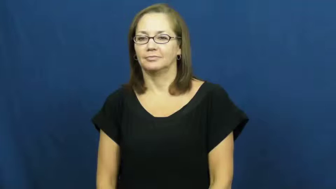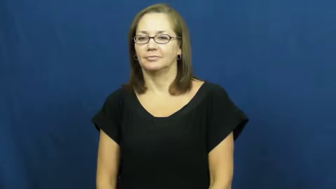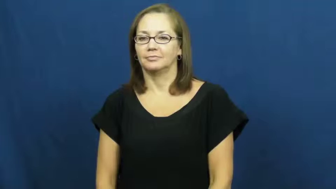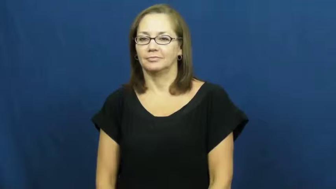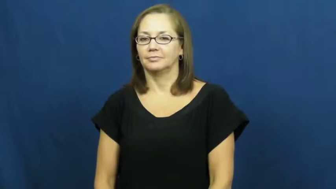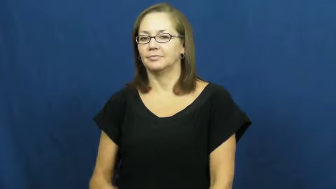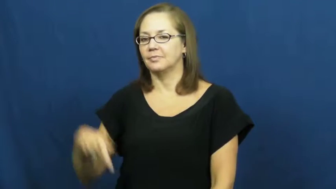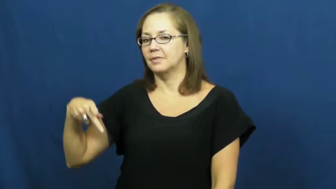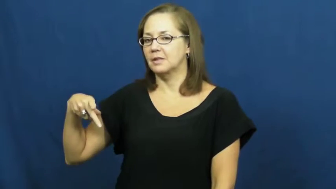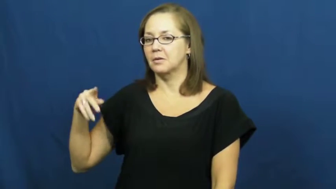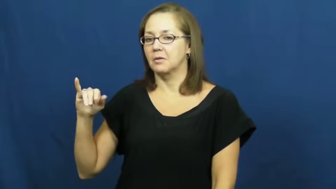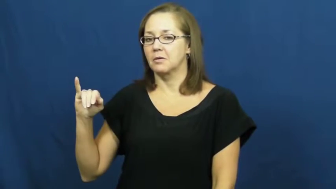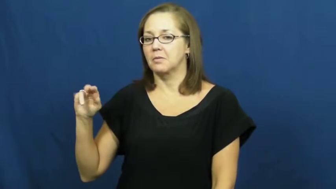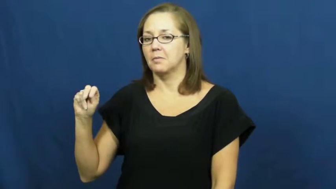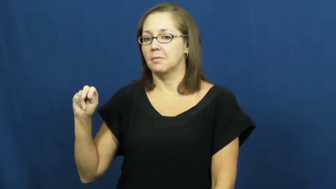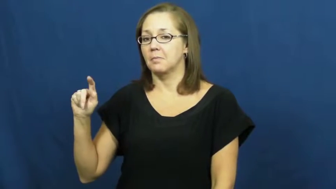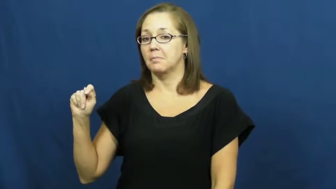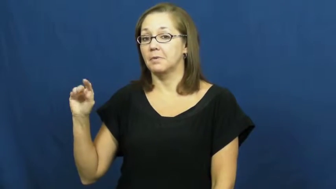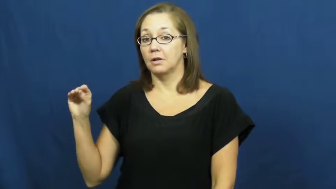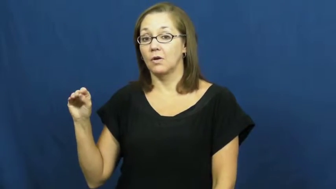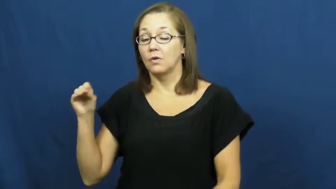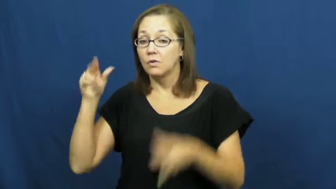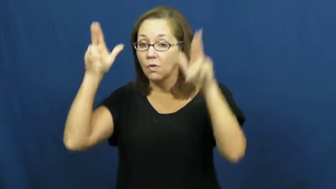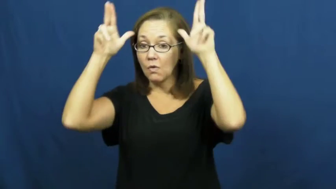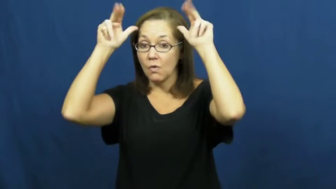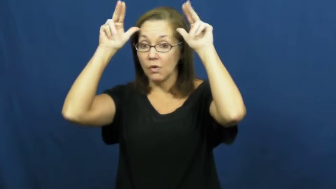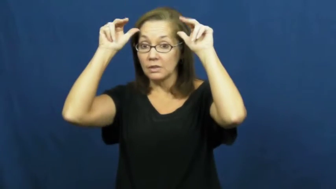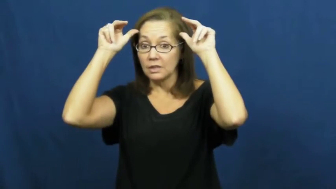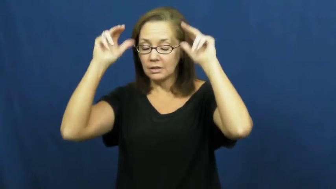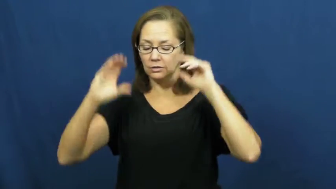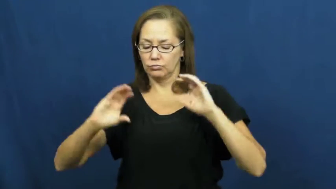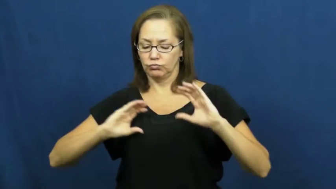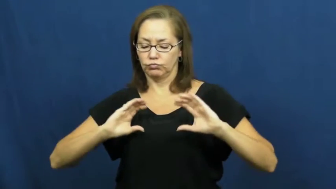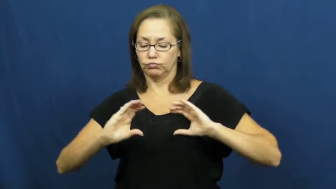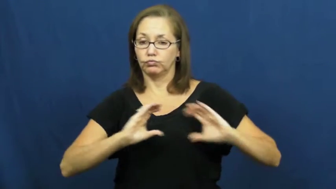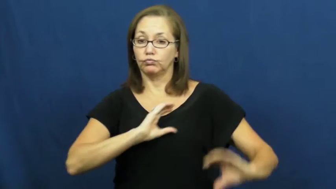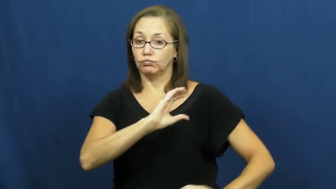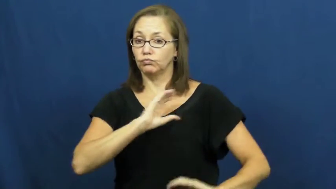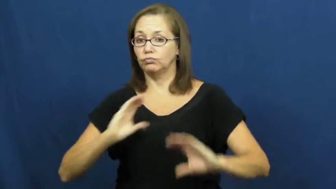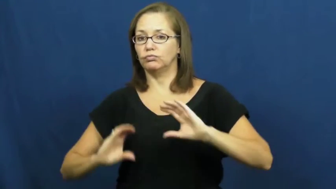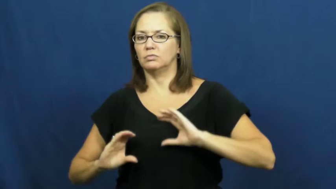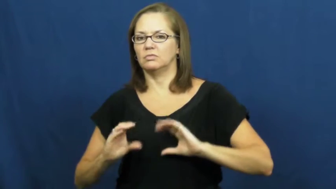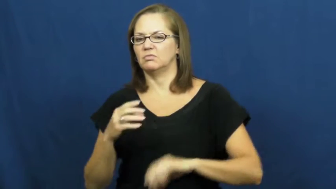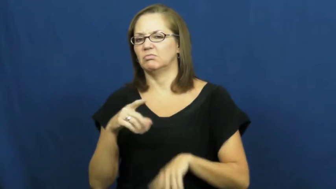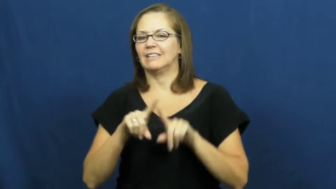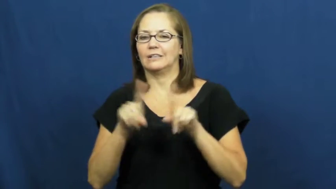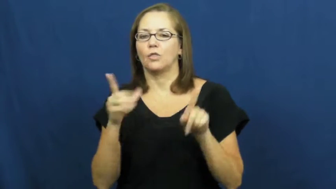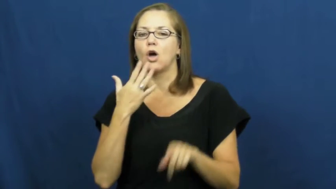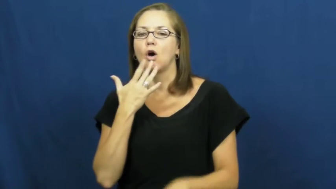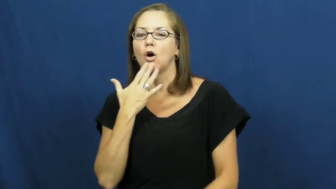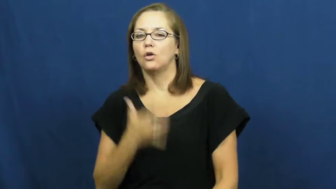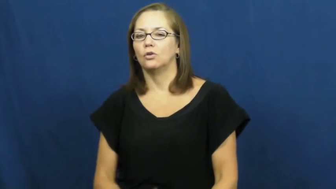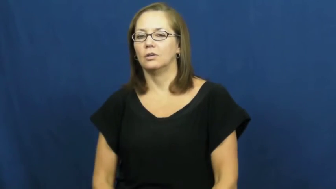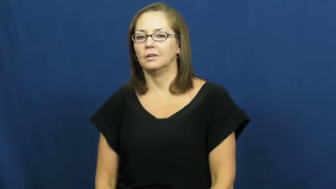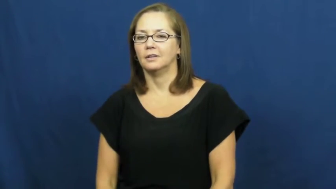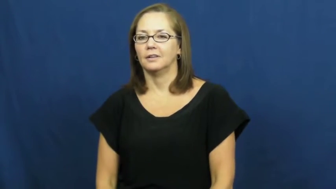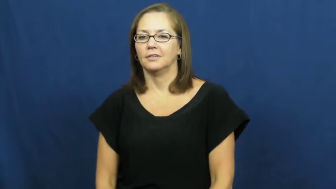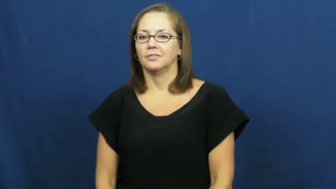pinto-horse